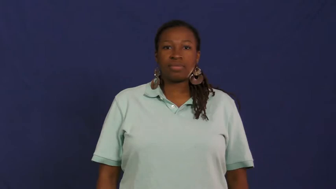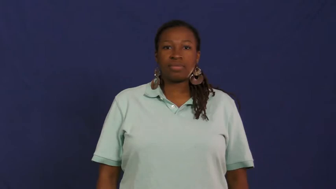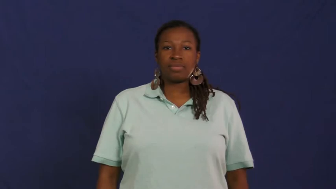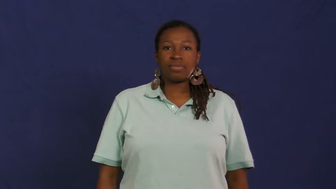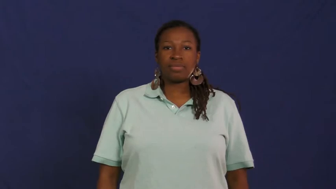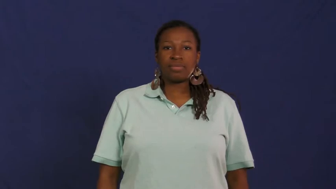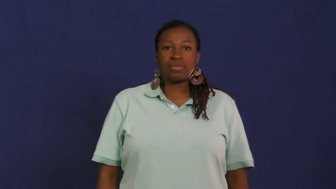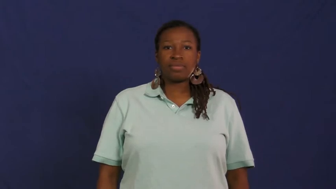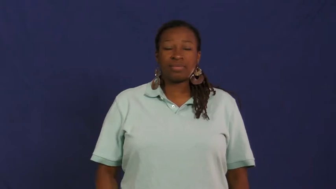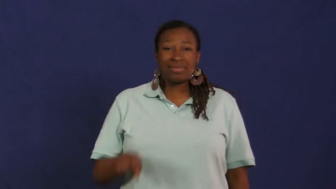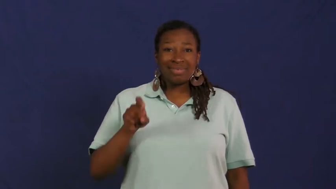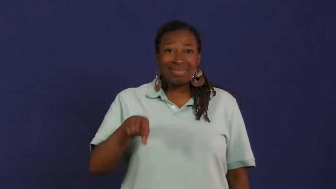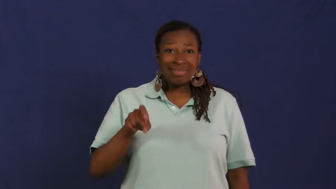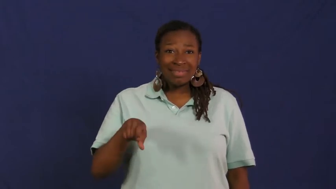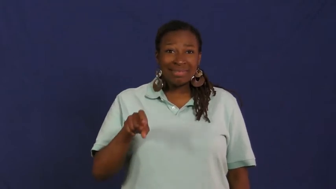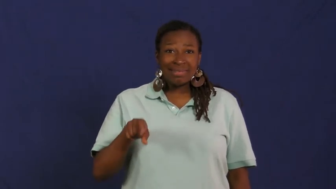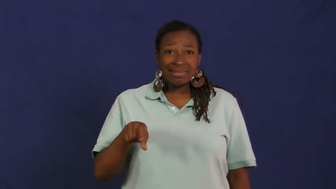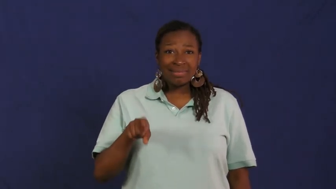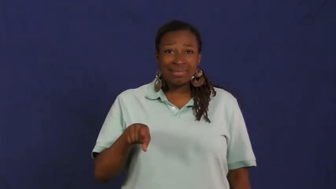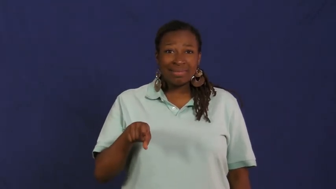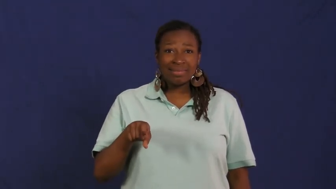need